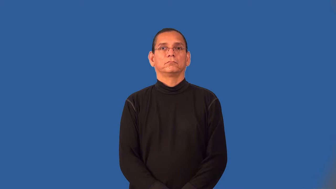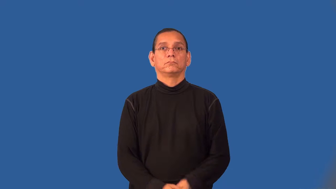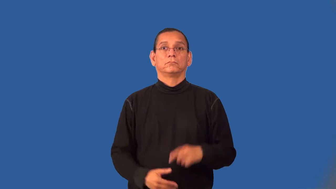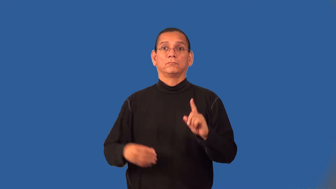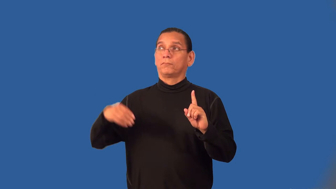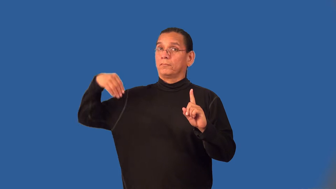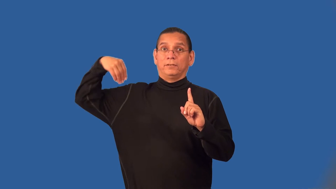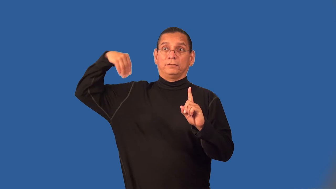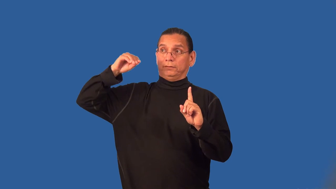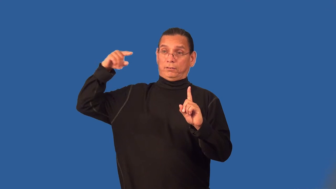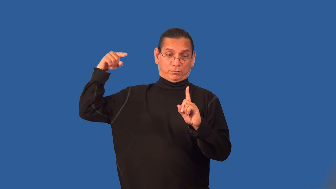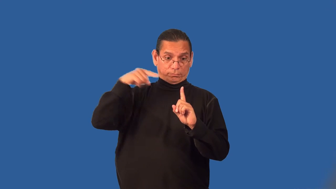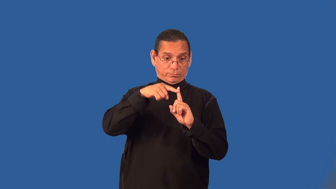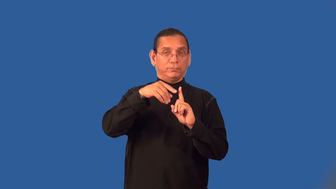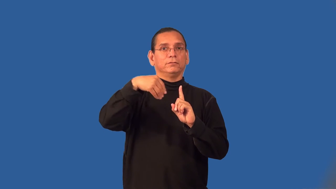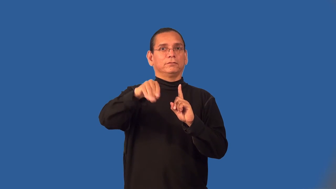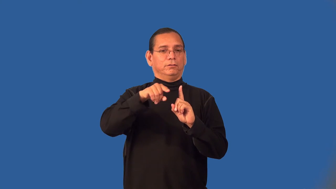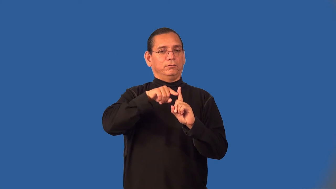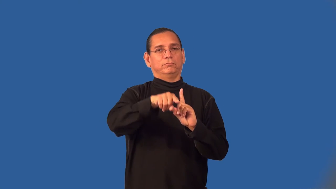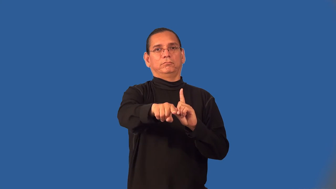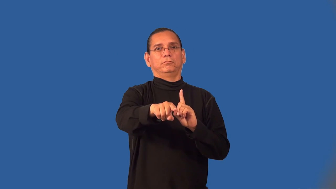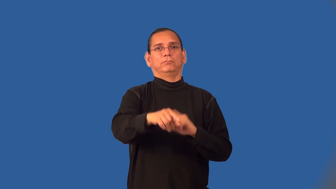wholesale